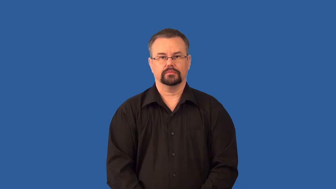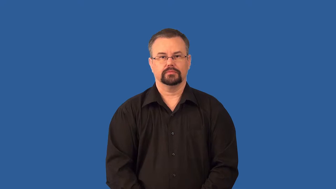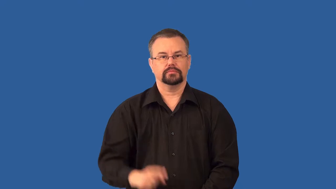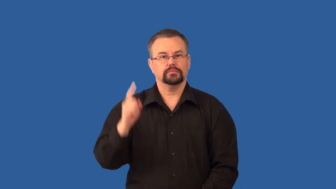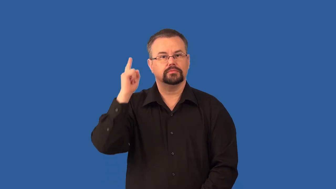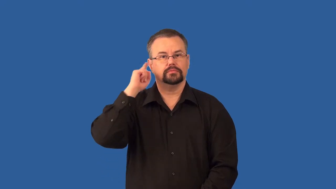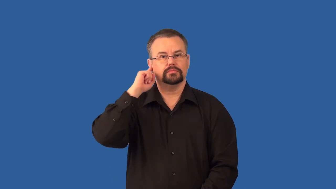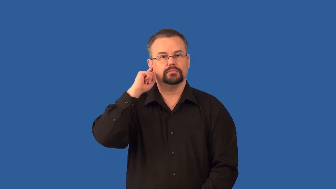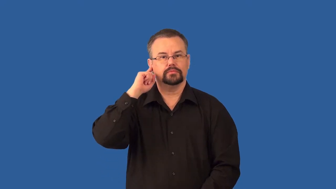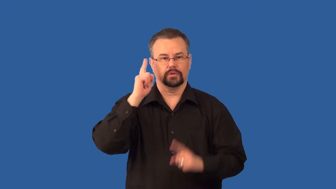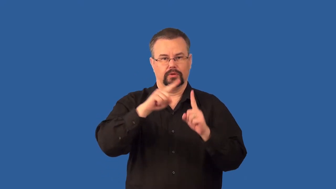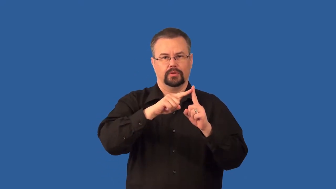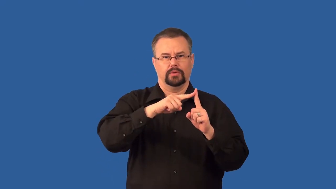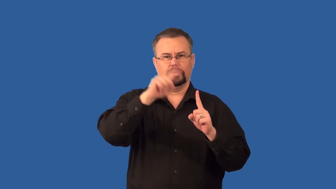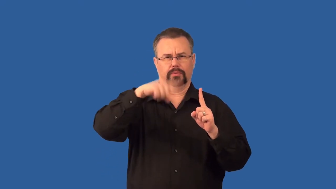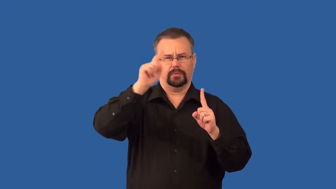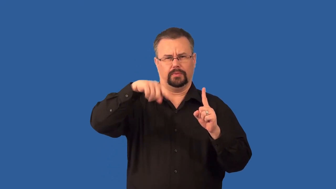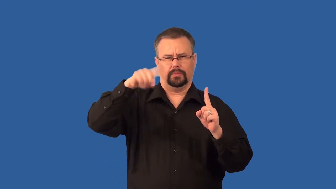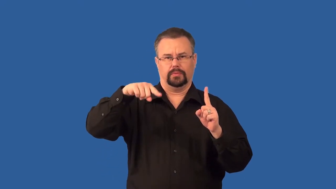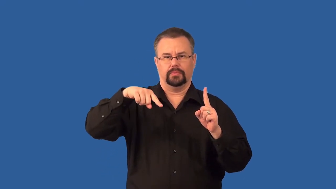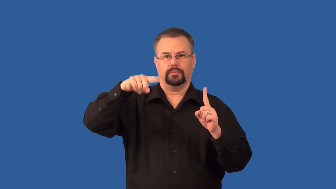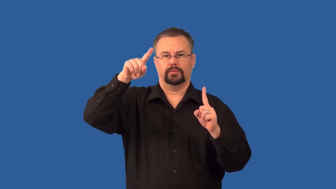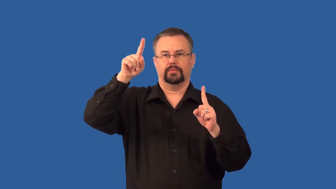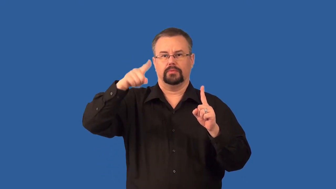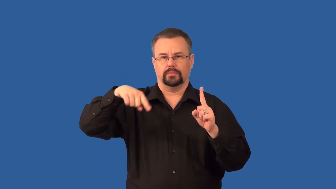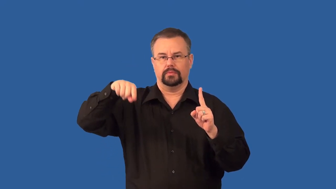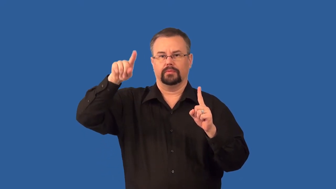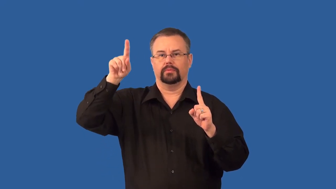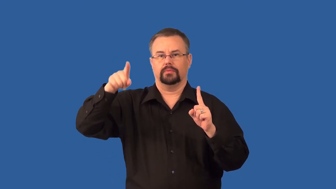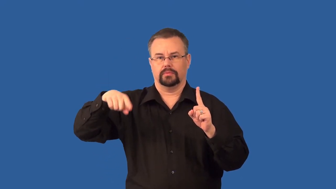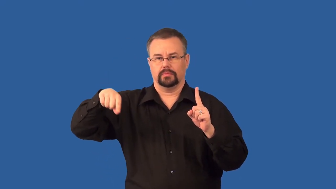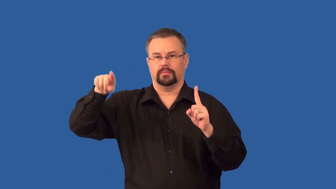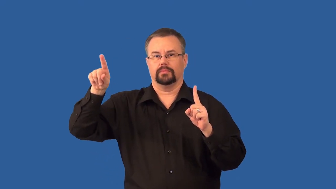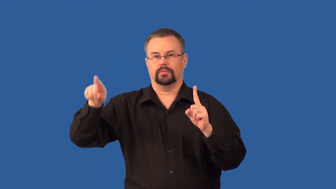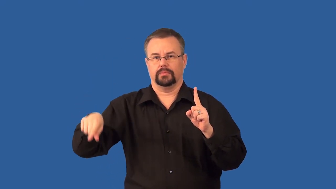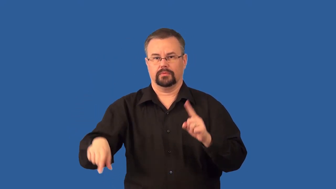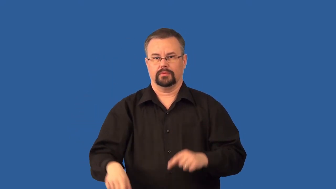doppler